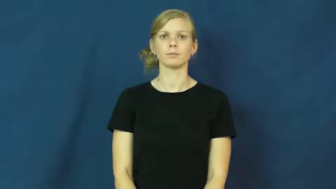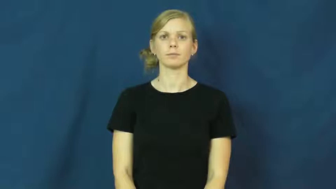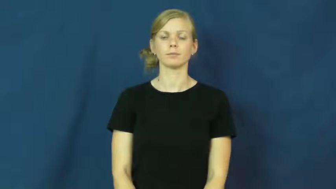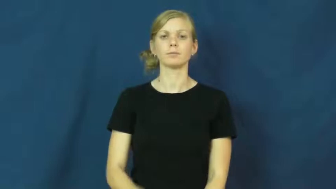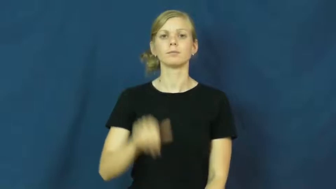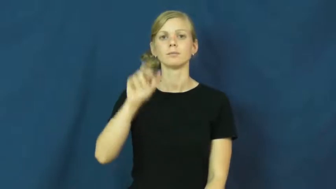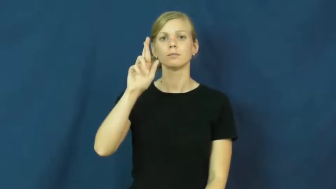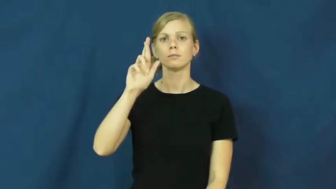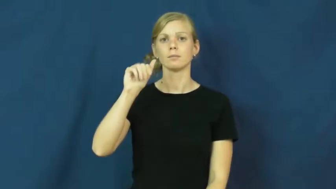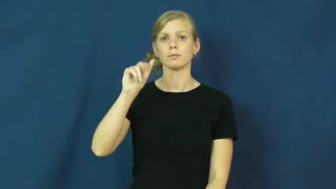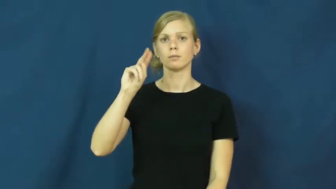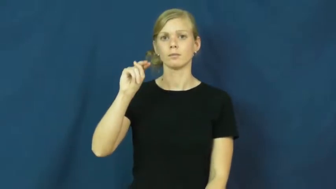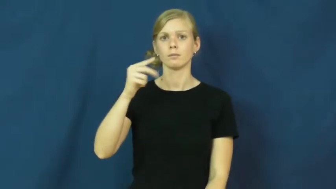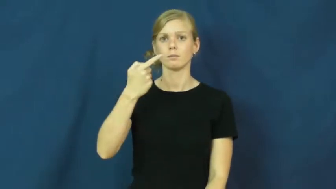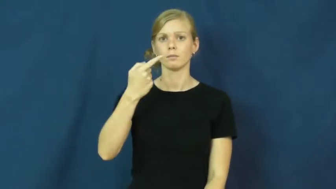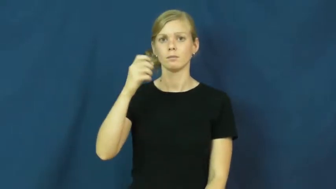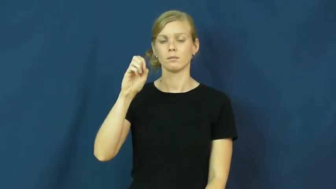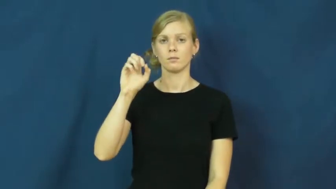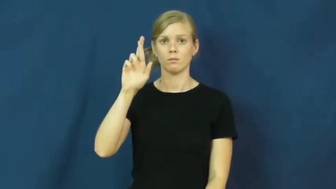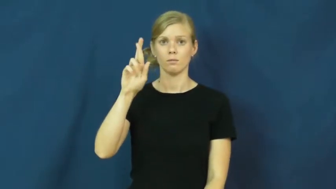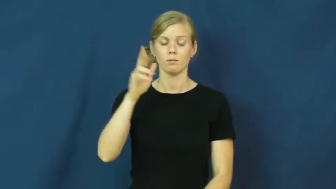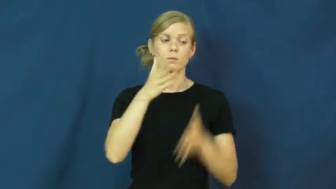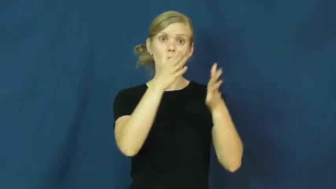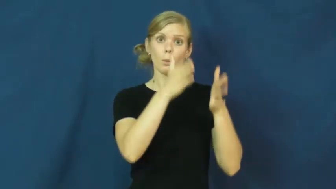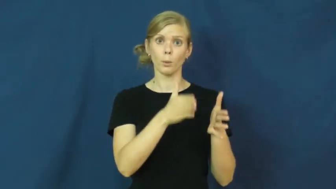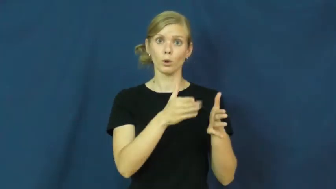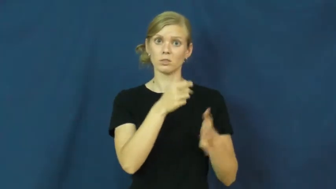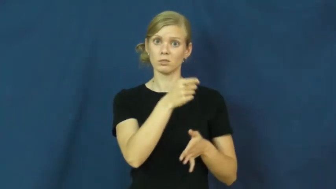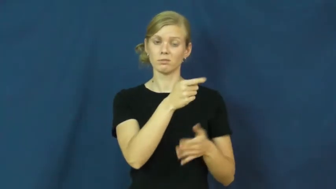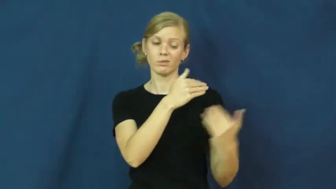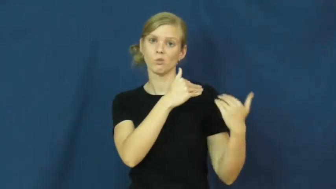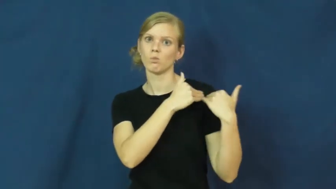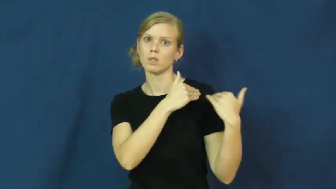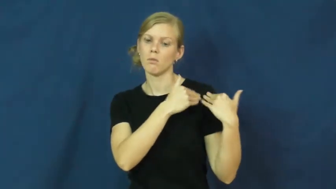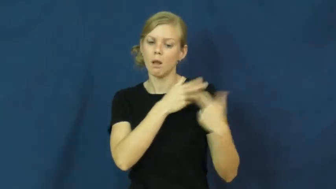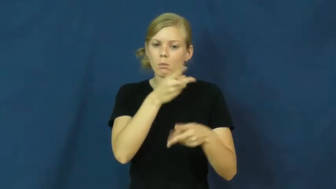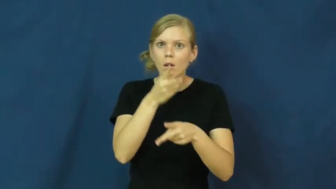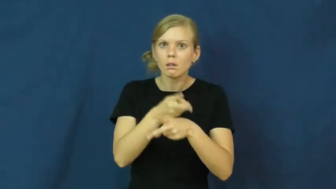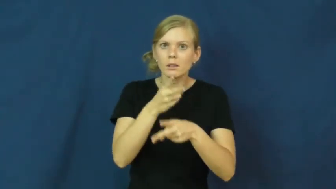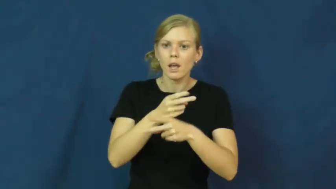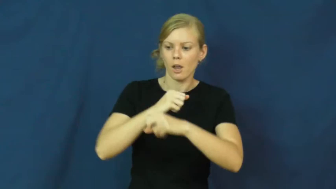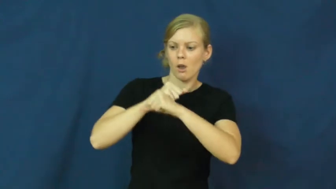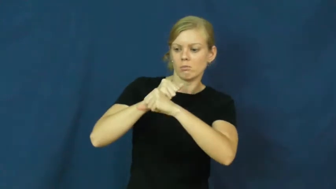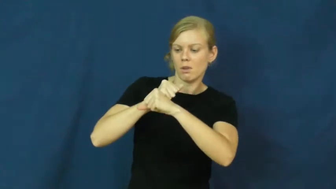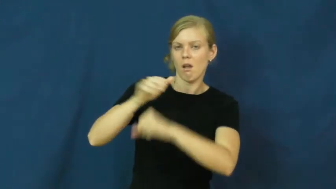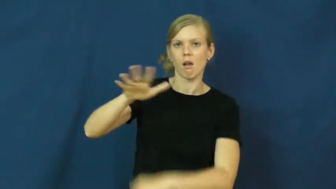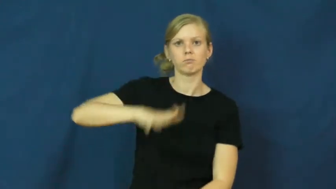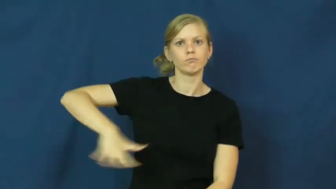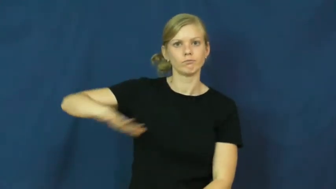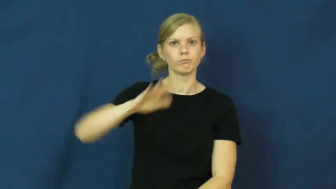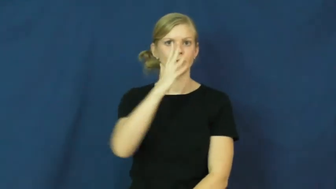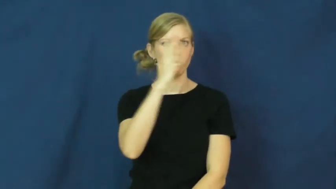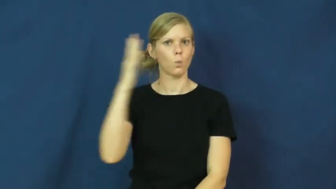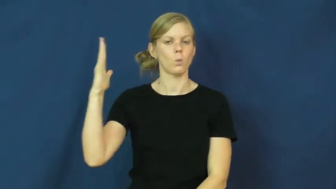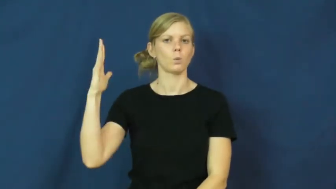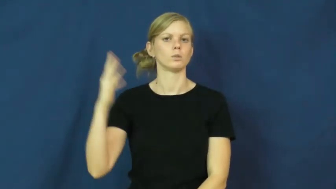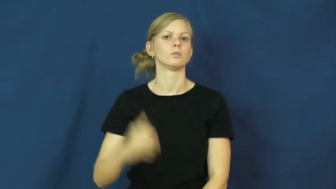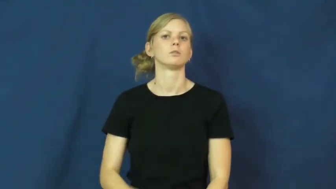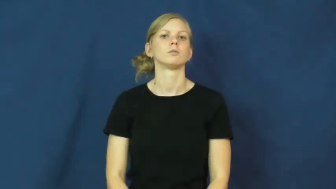ranger-park